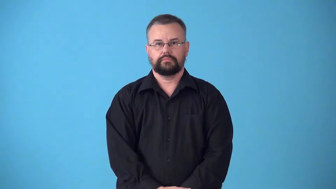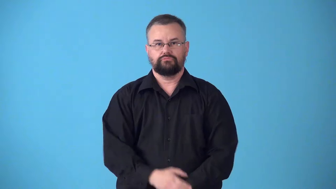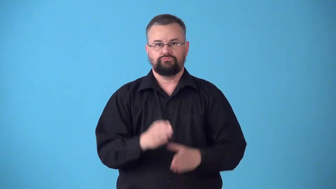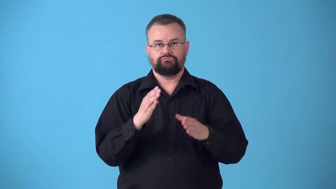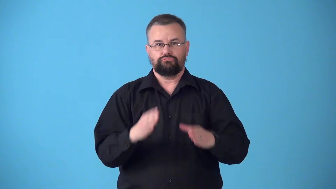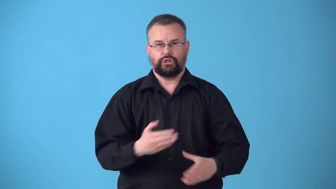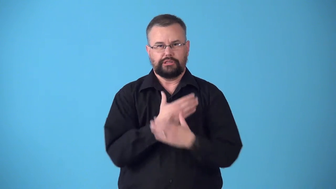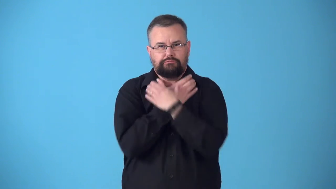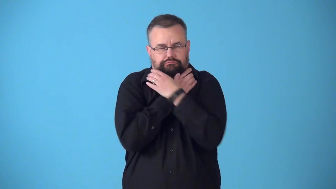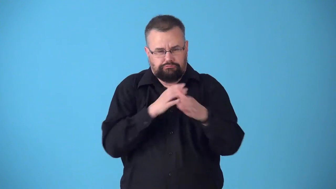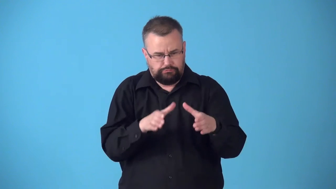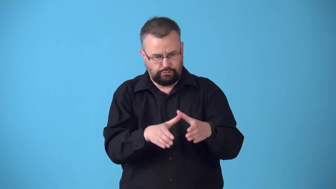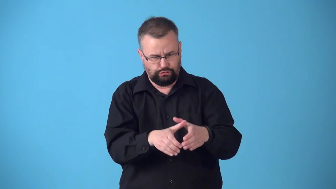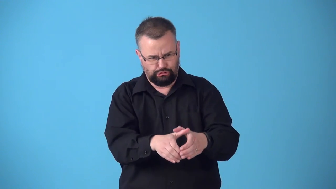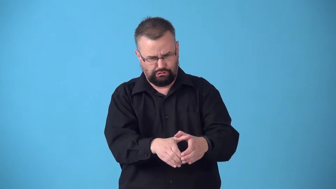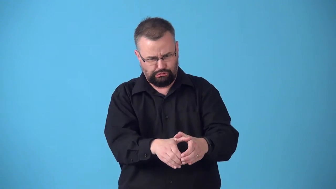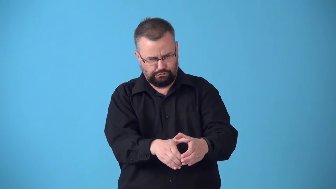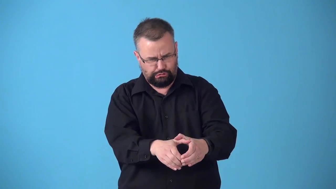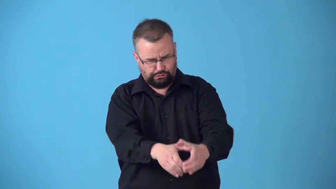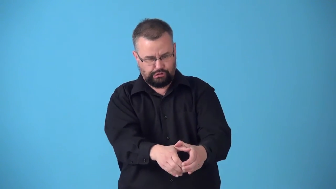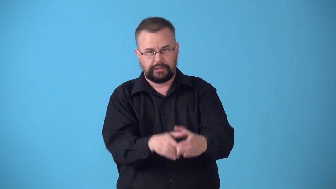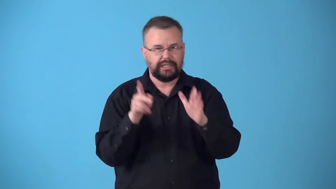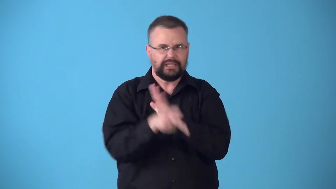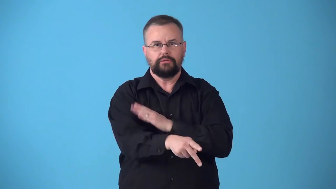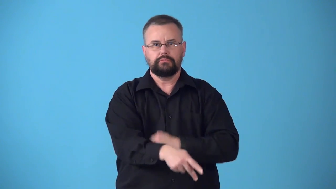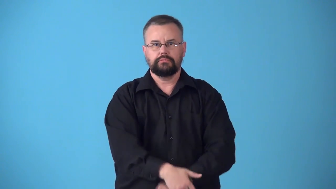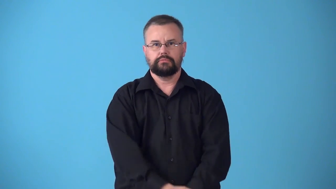strangler,garroter,throttler